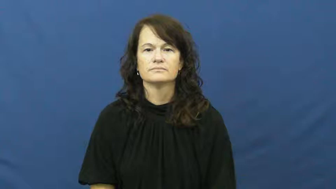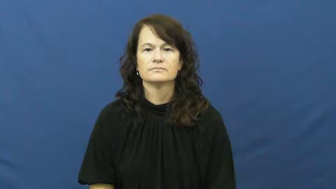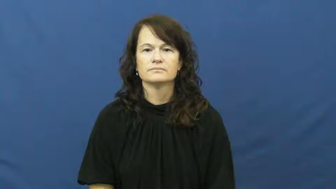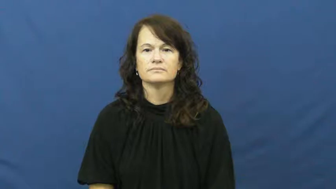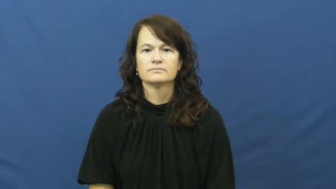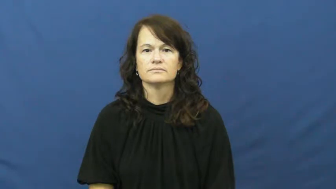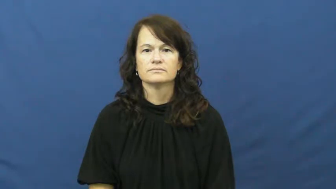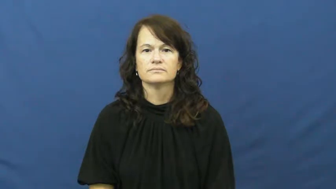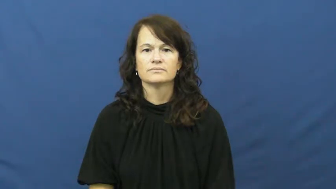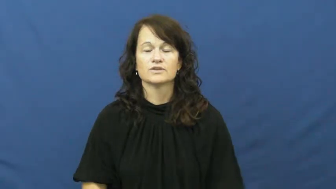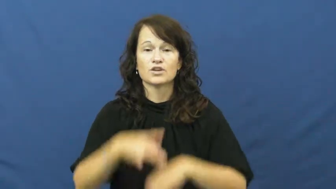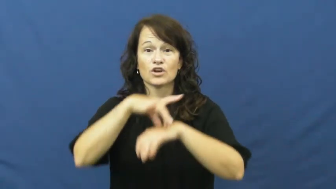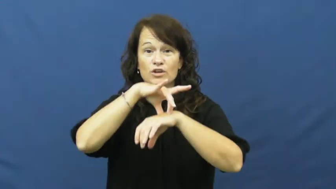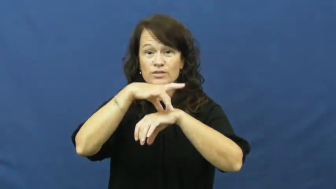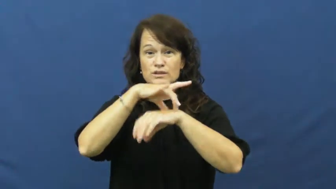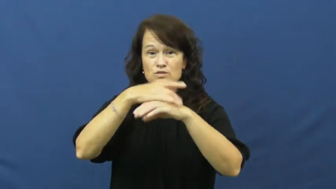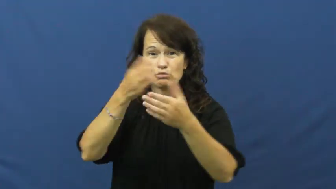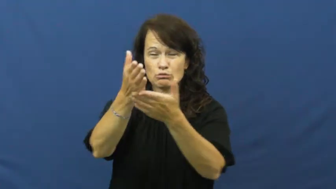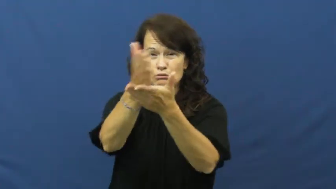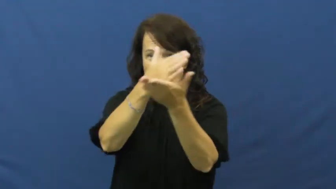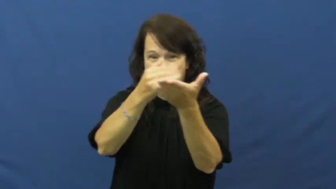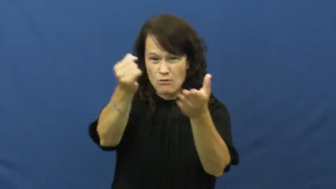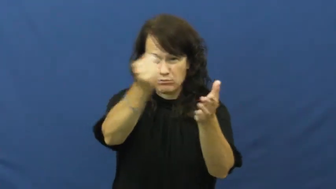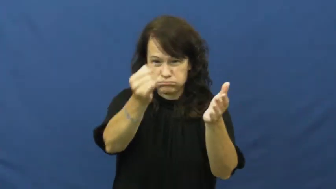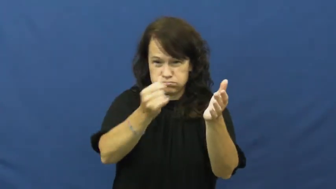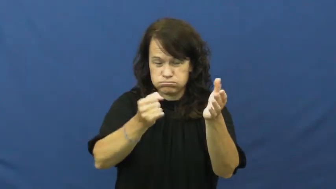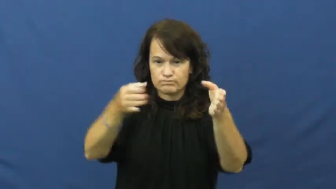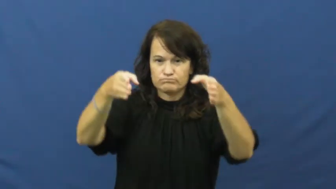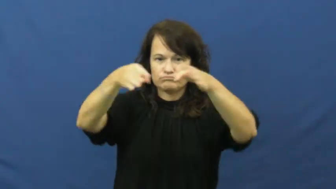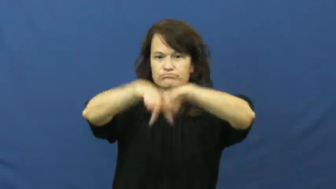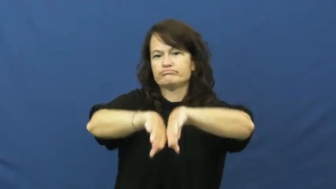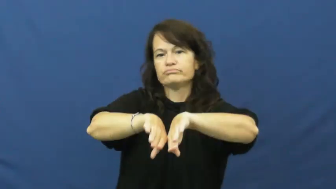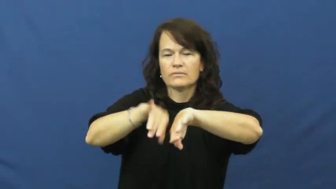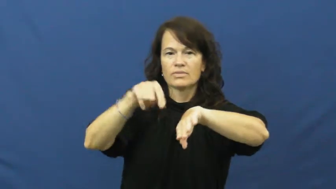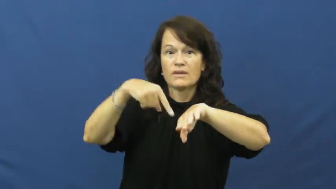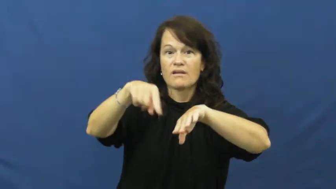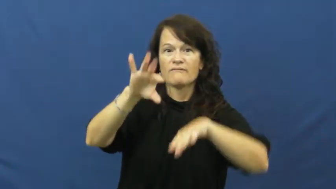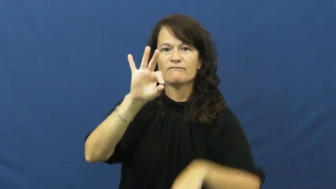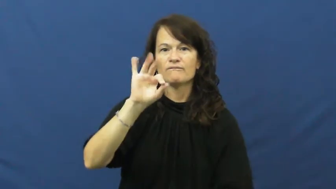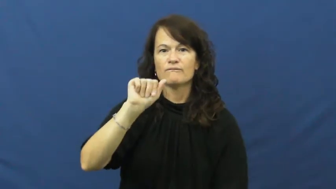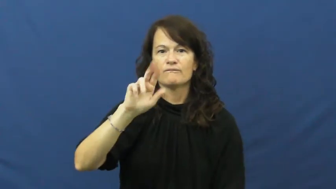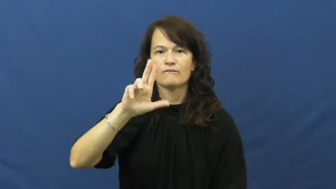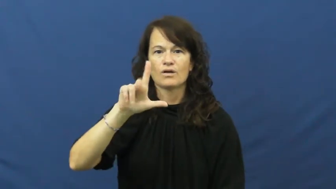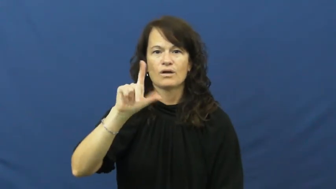fault-earth